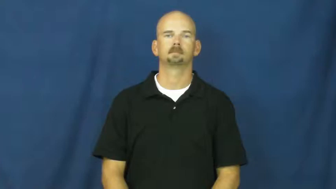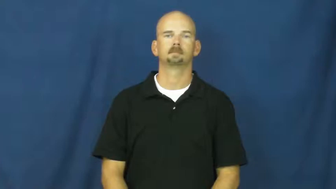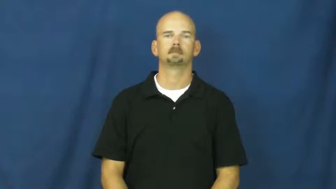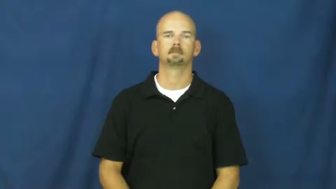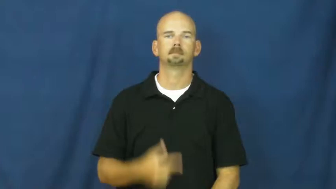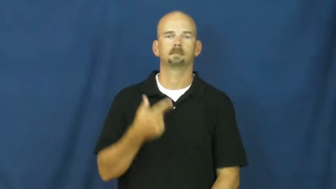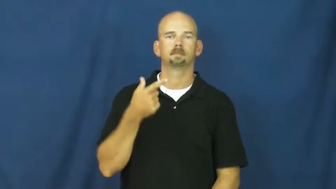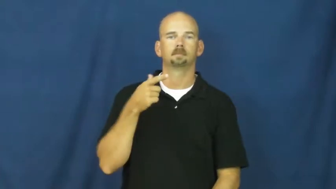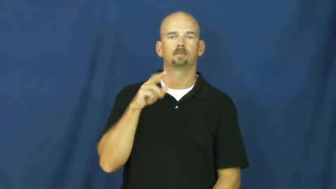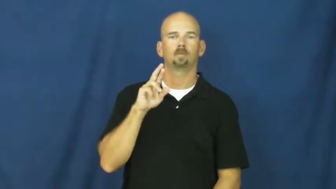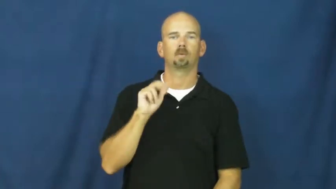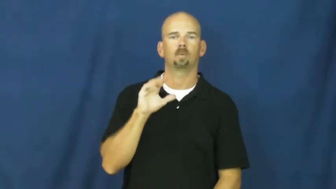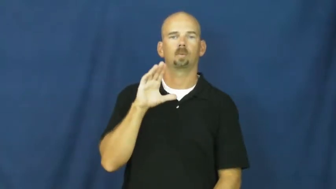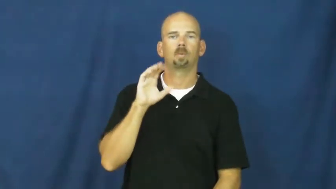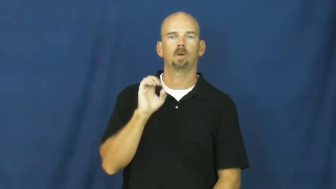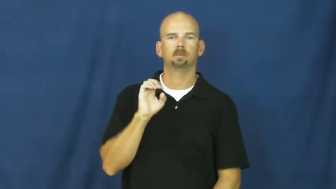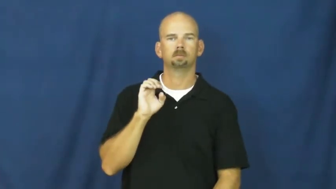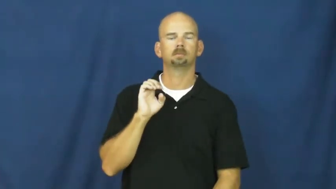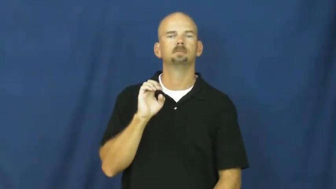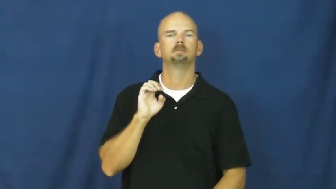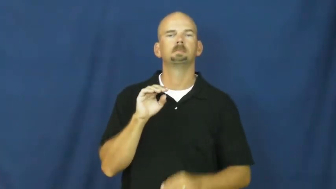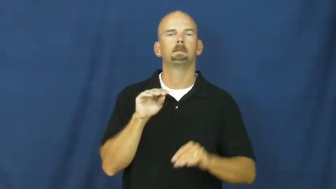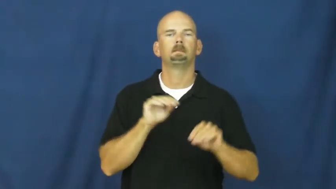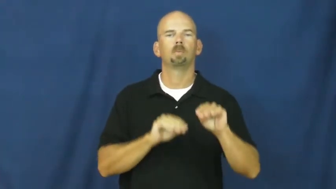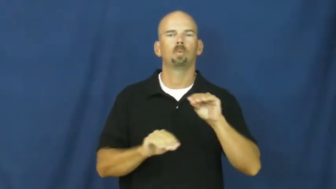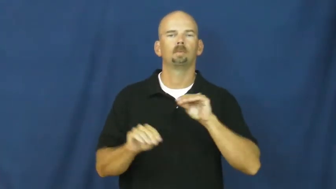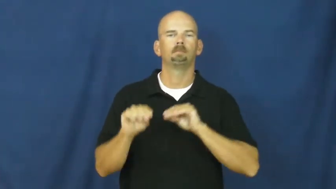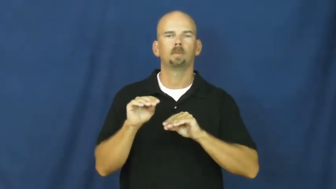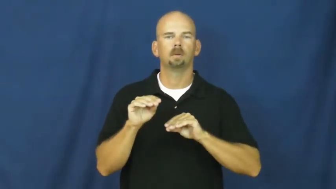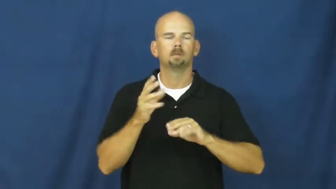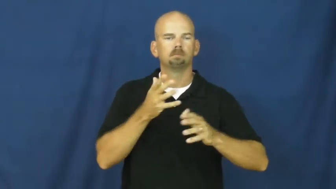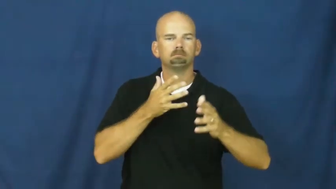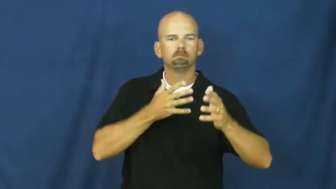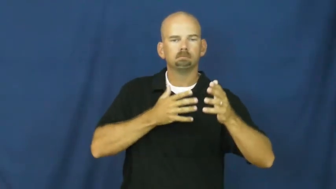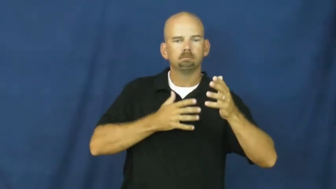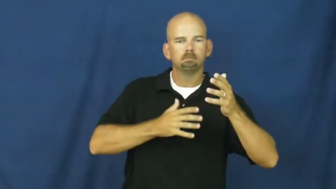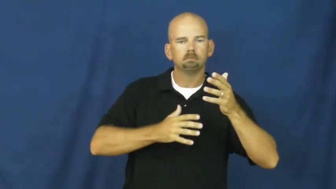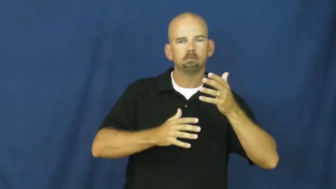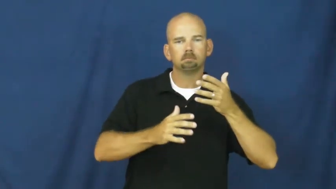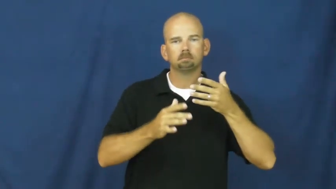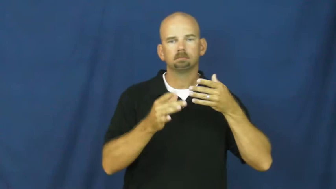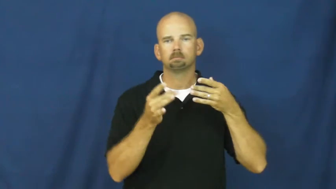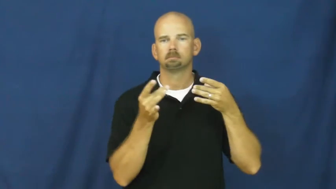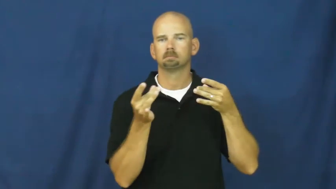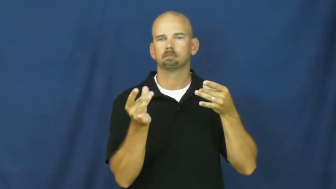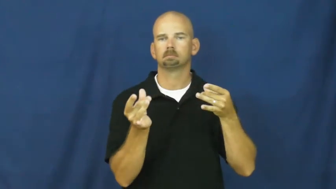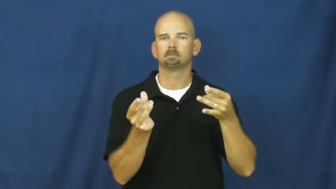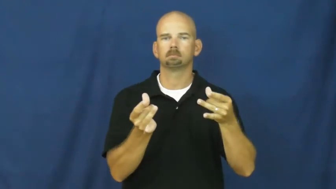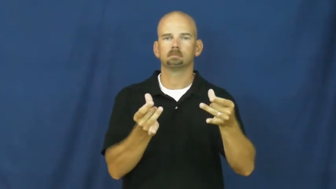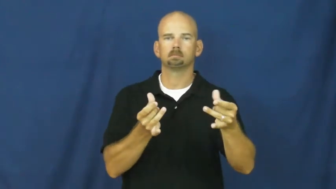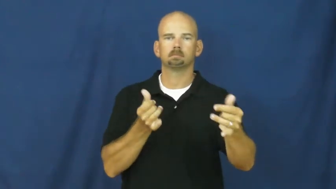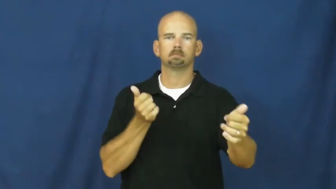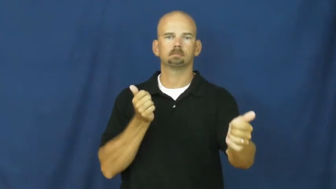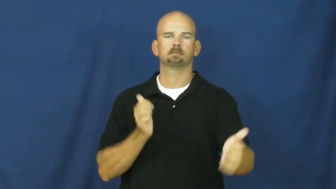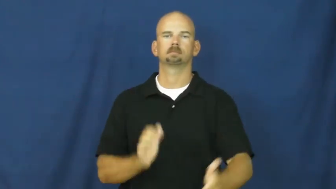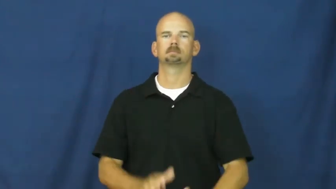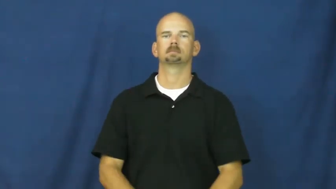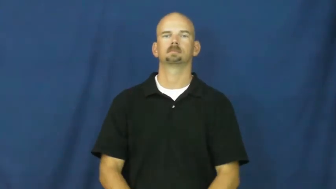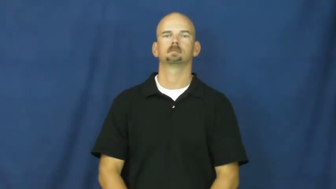grace-movement